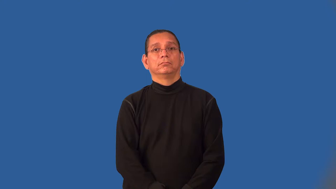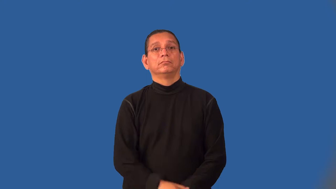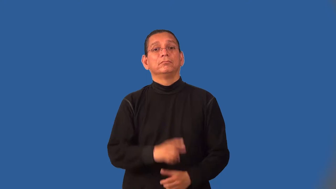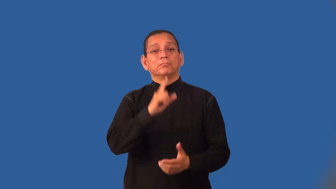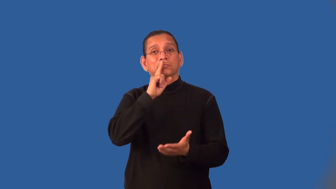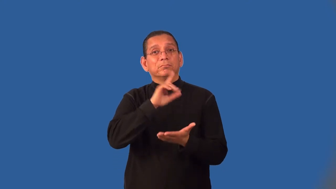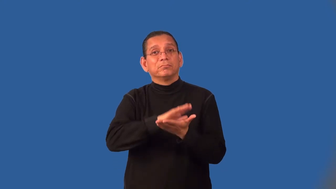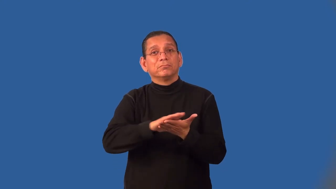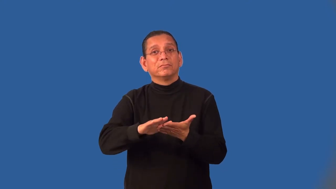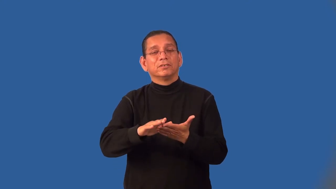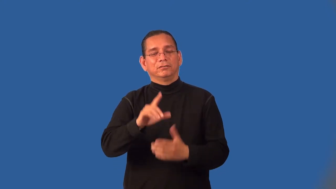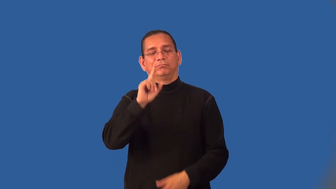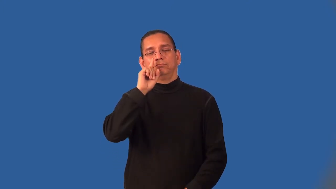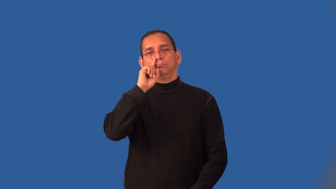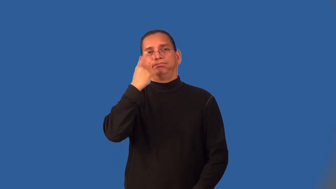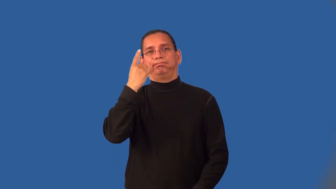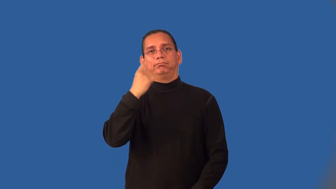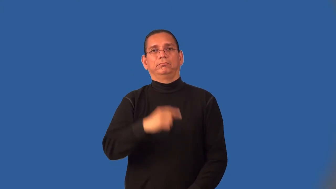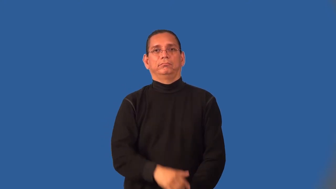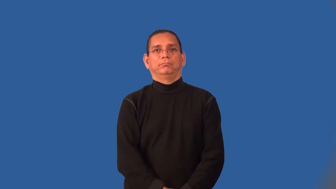insipid